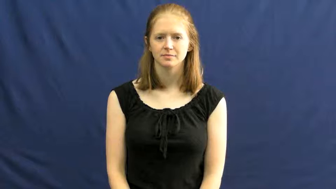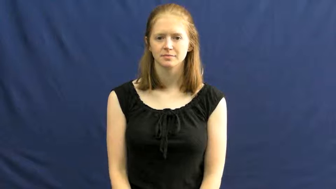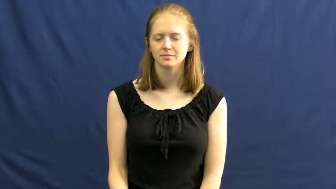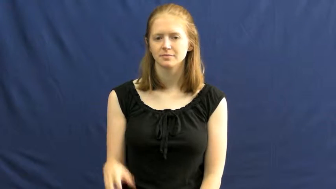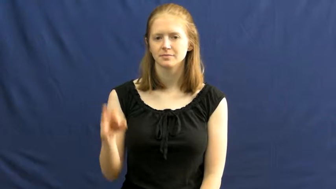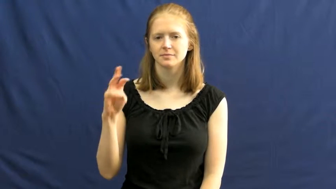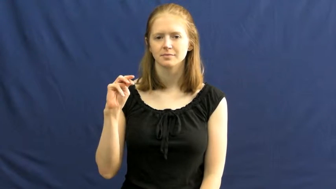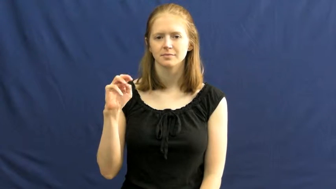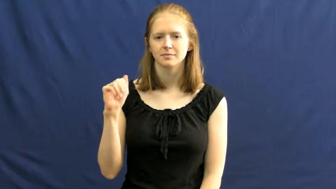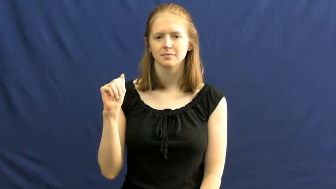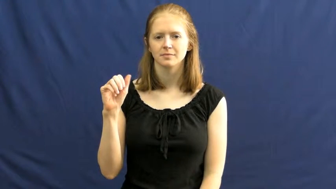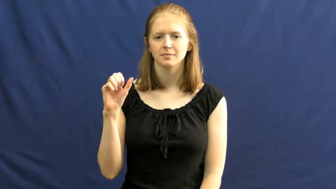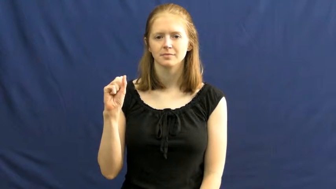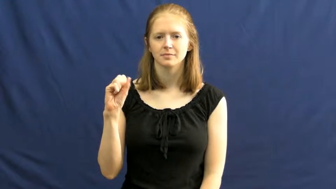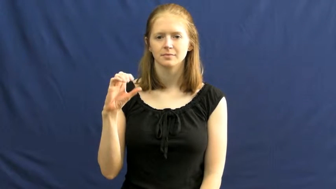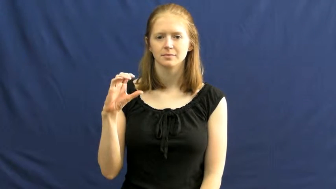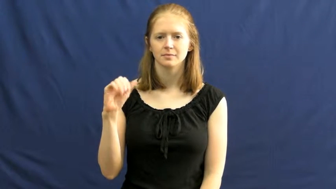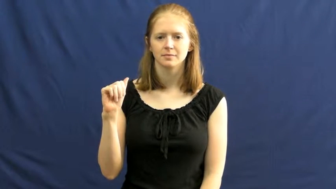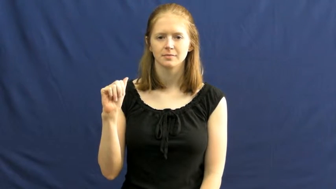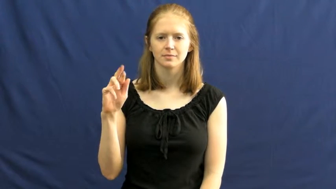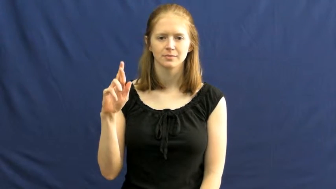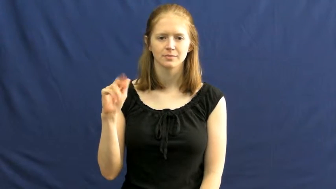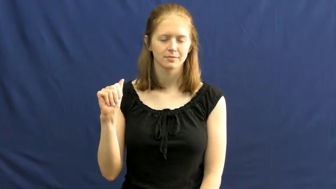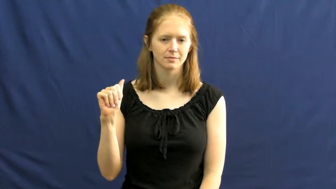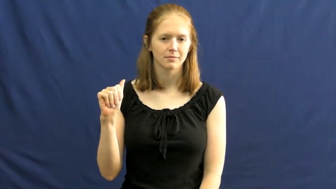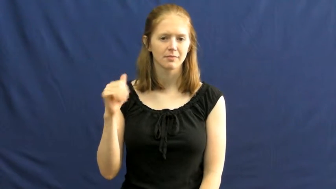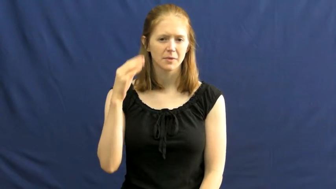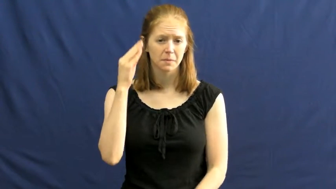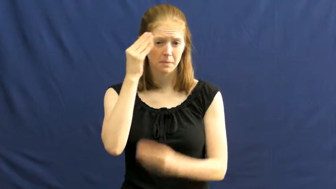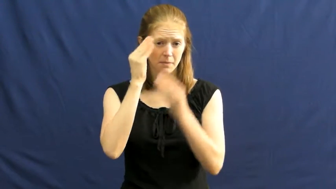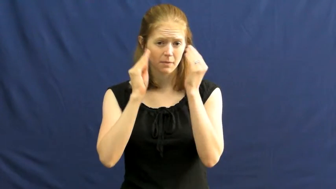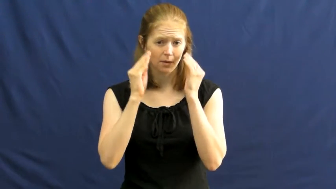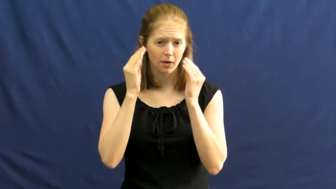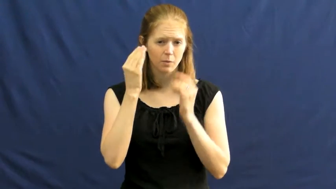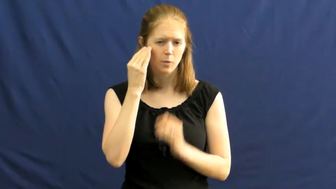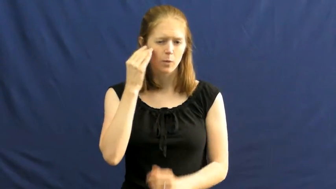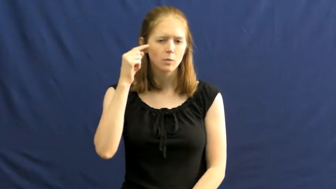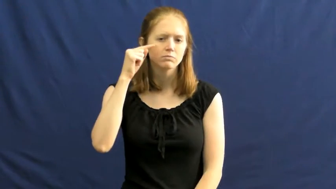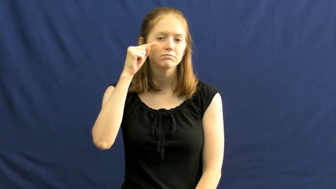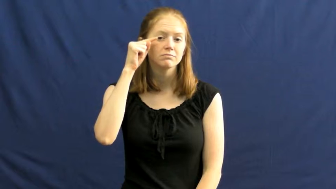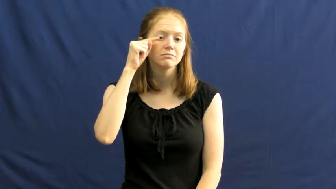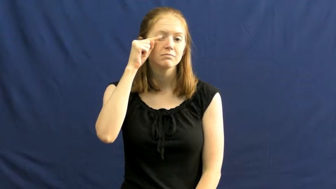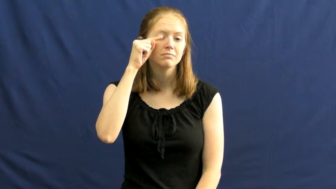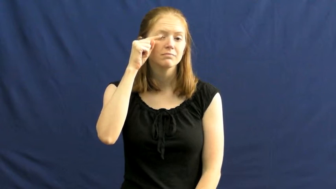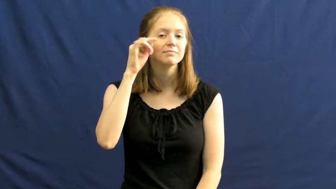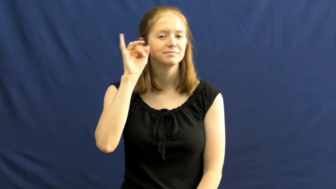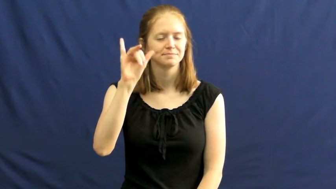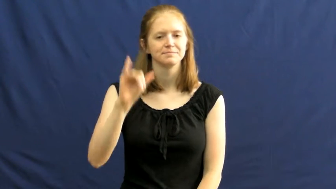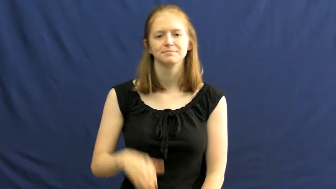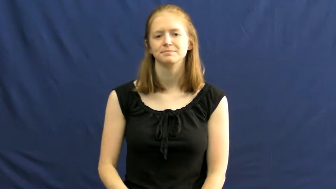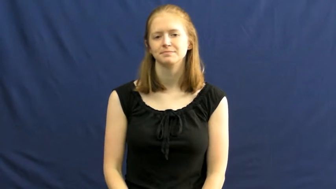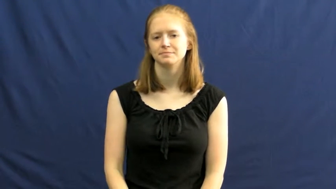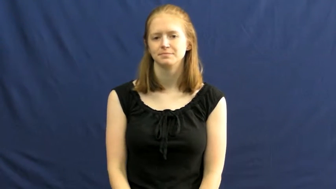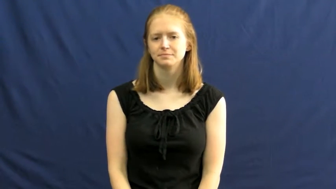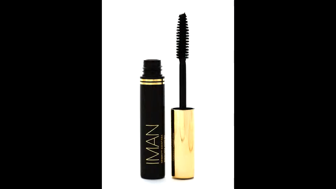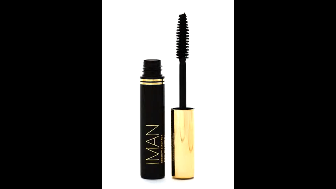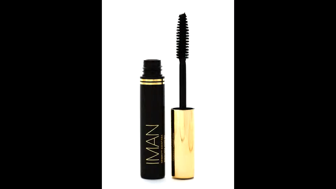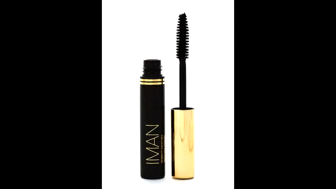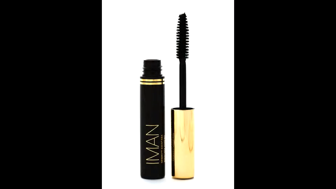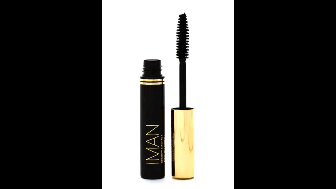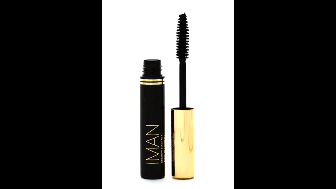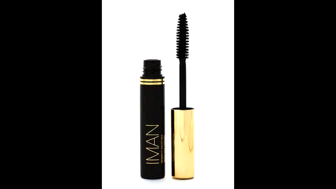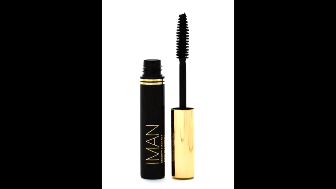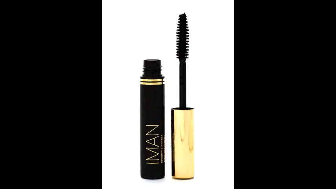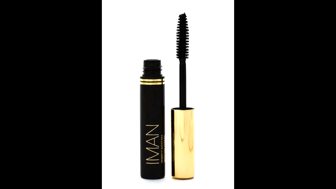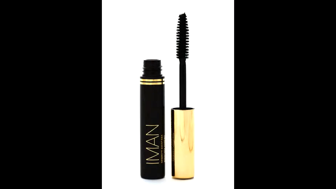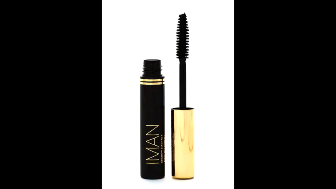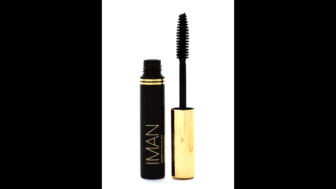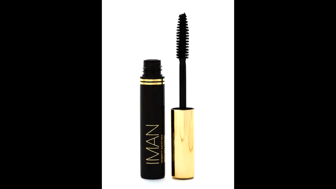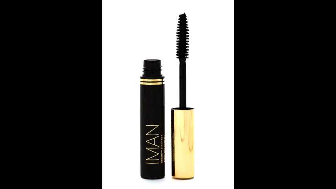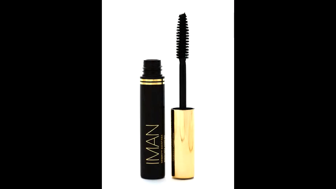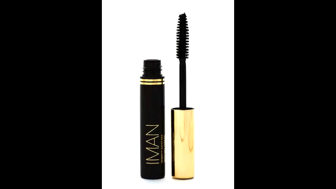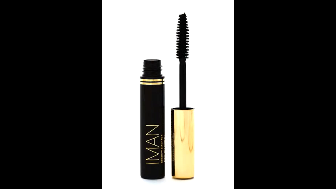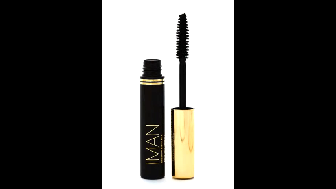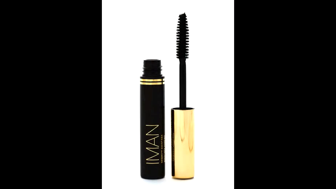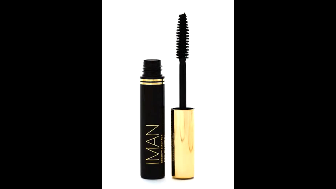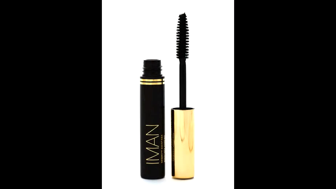mascara